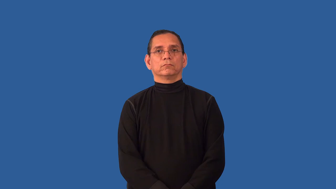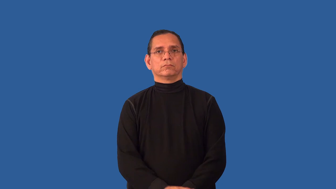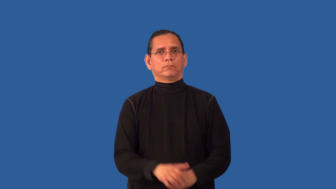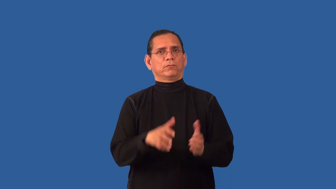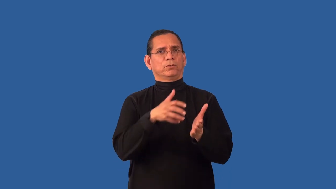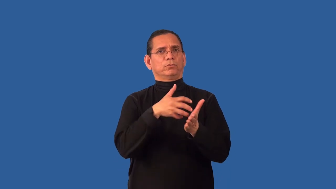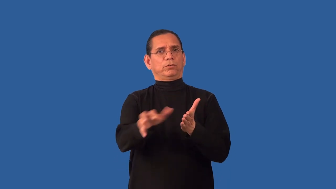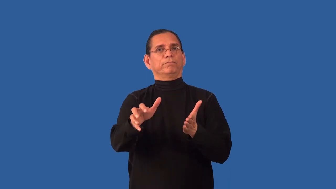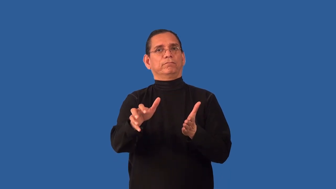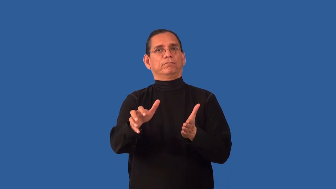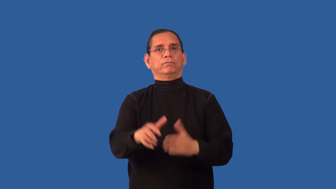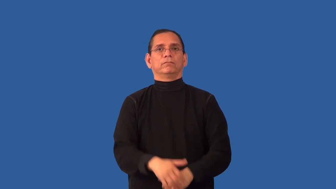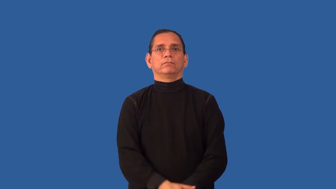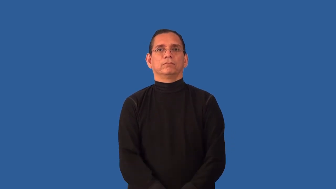ragged-rough